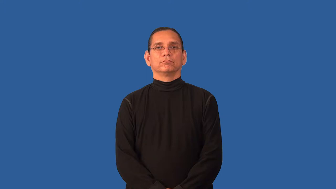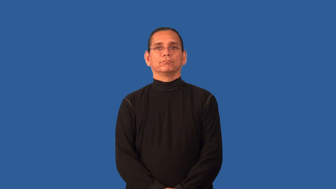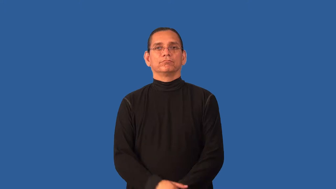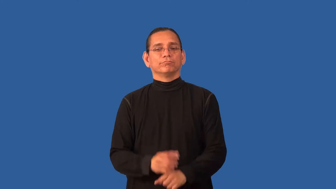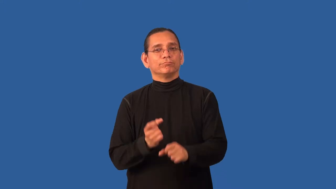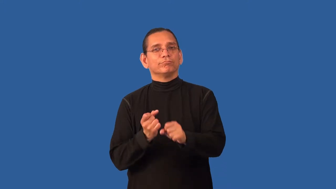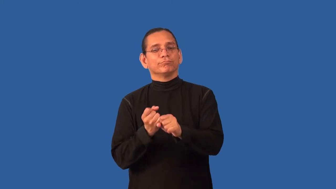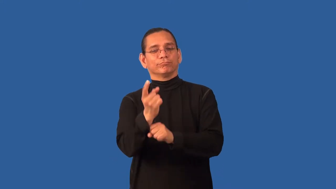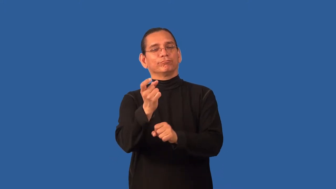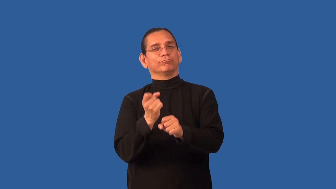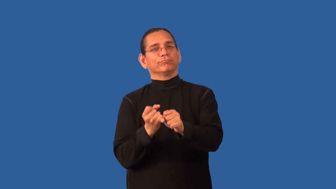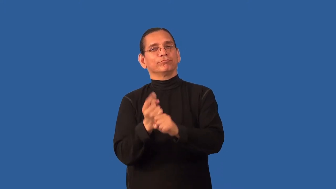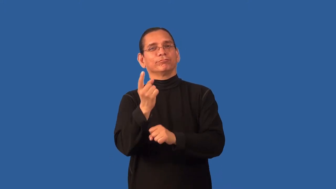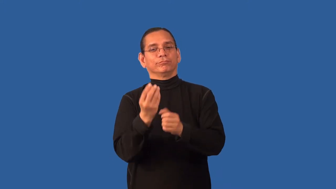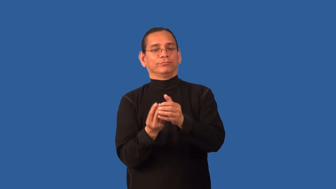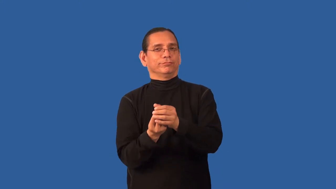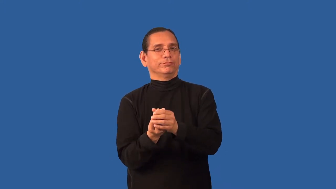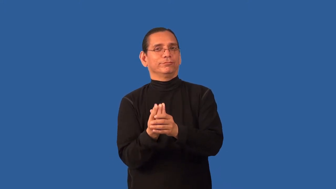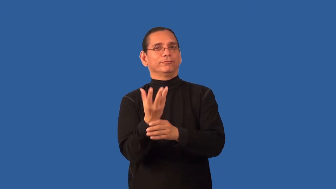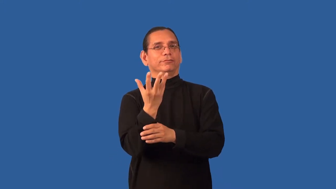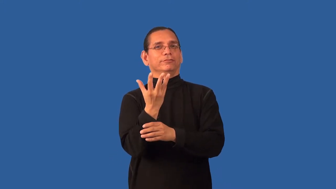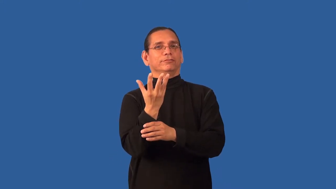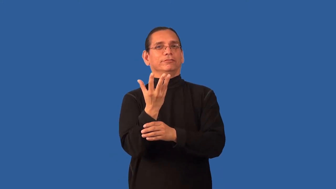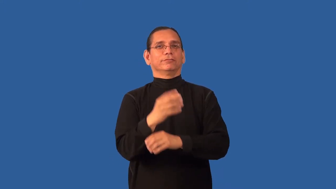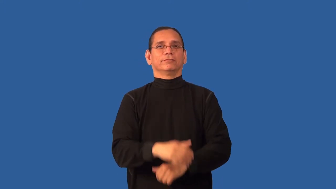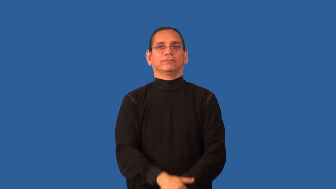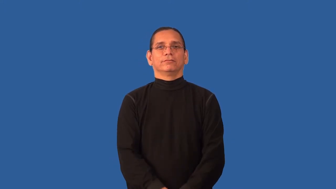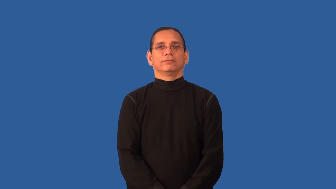annual-flower